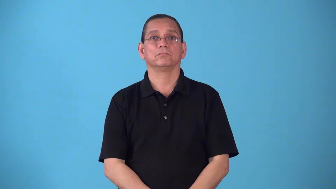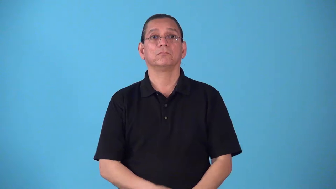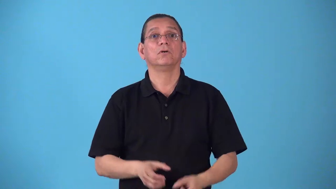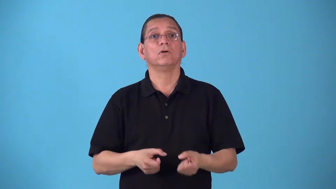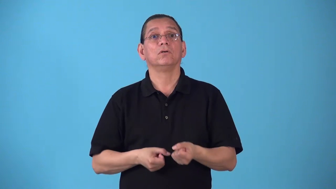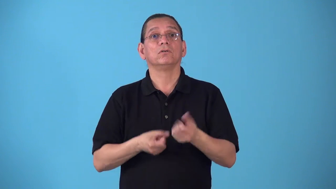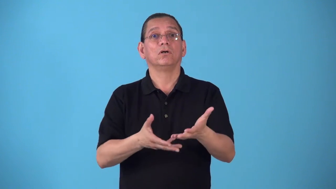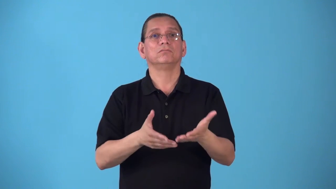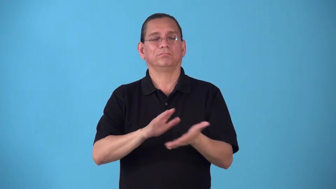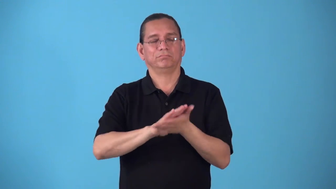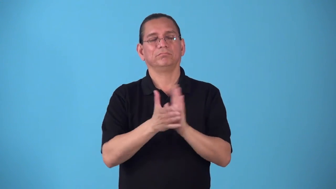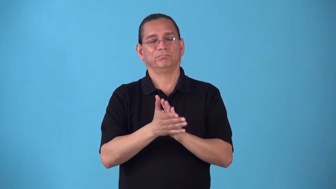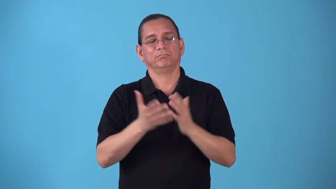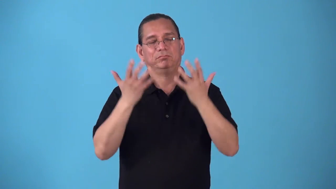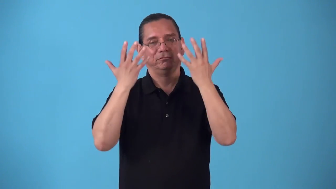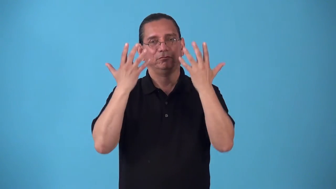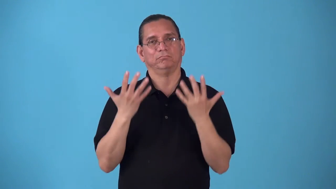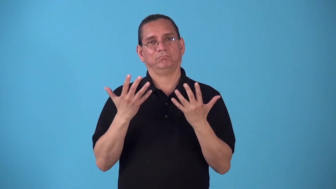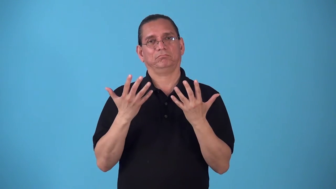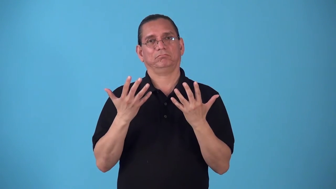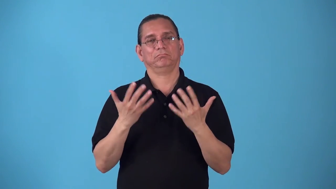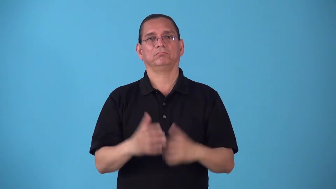sadden cause become sad